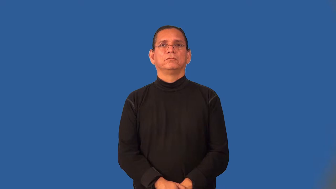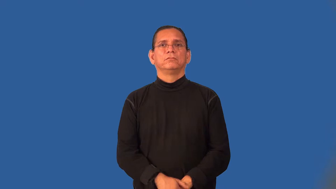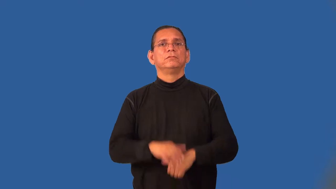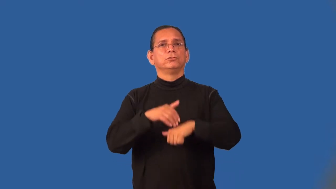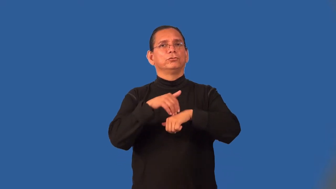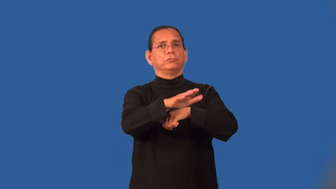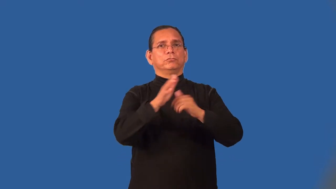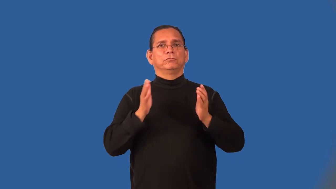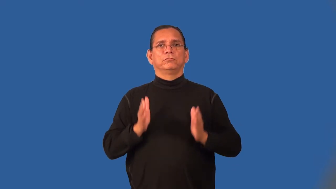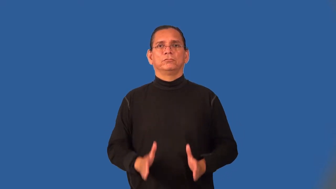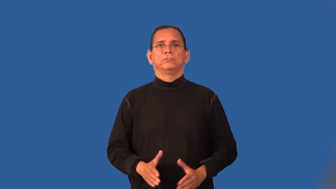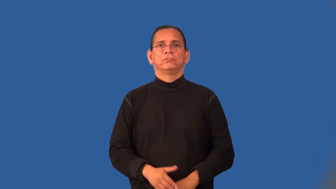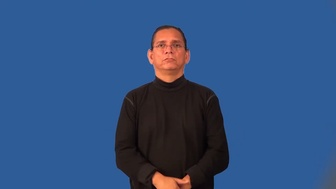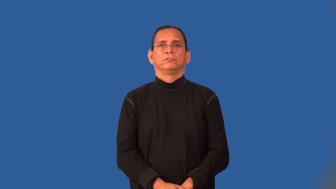shipper